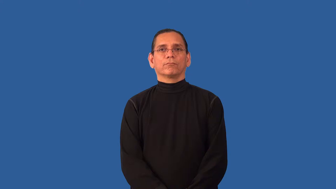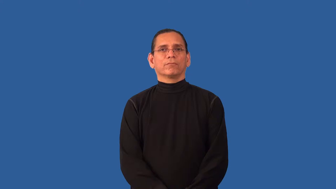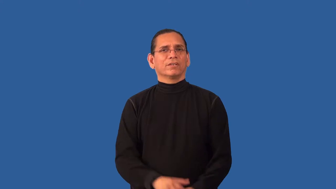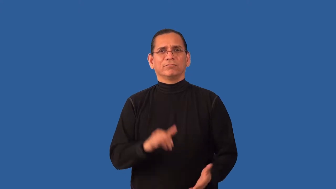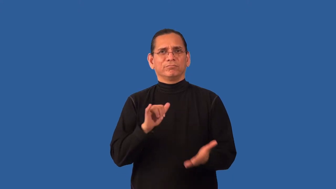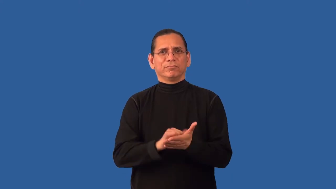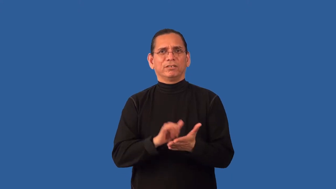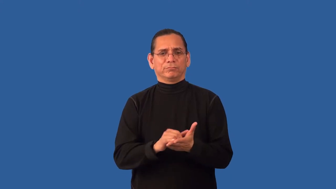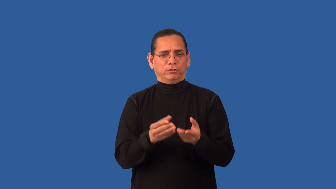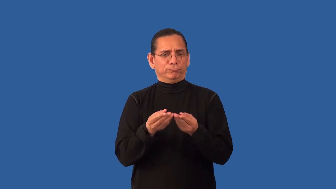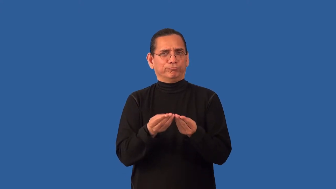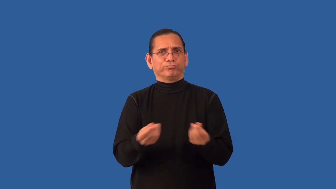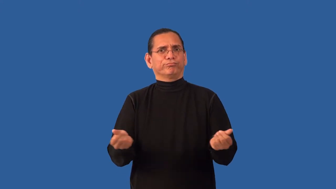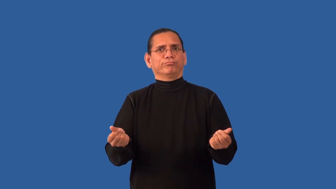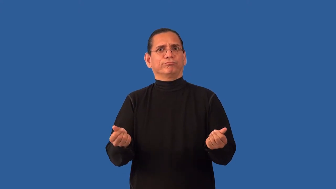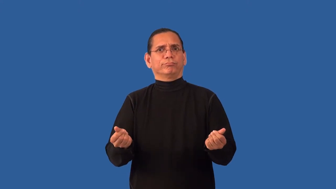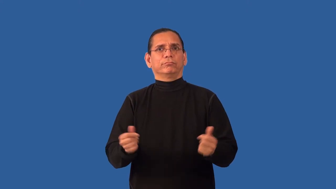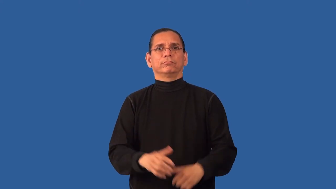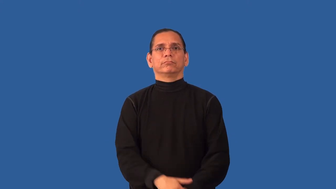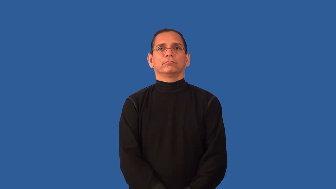insoluble-decay